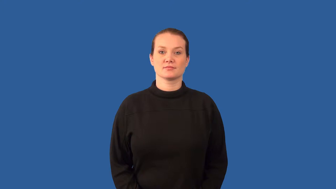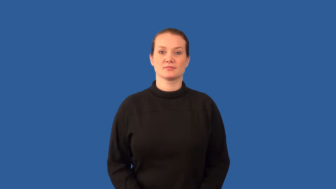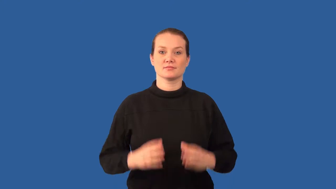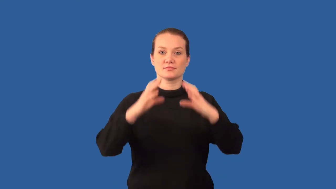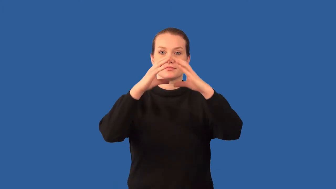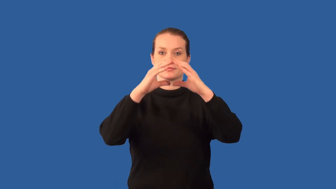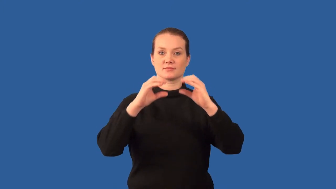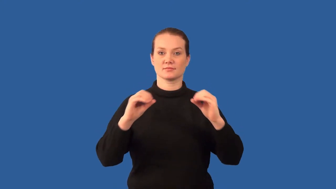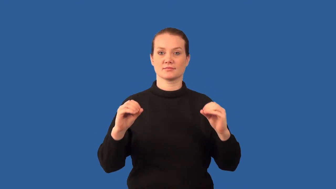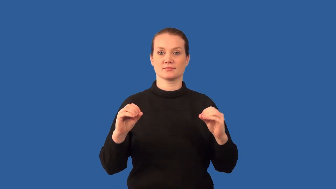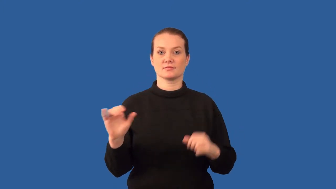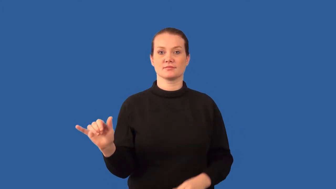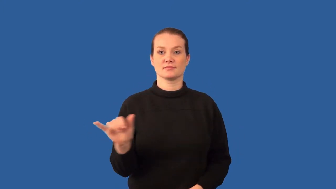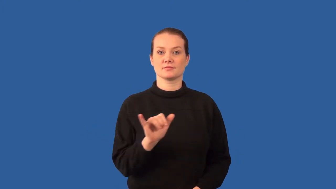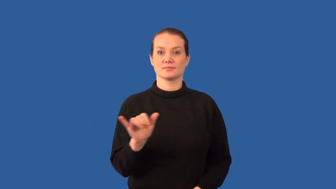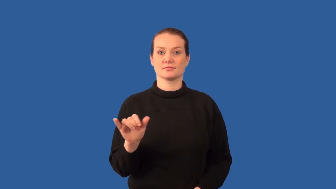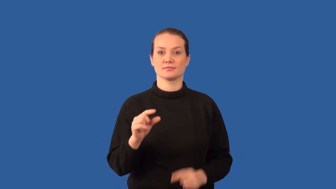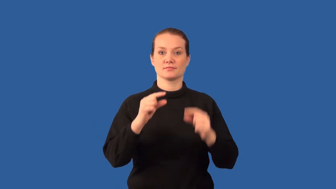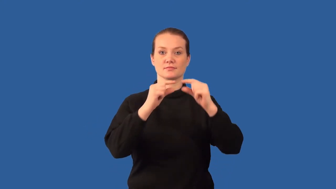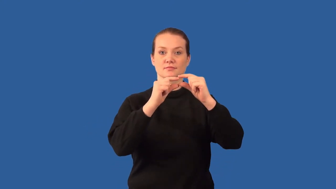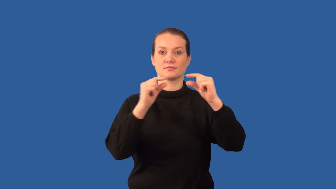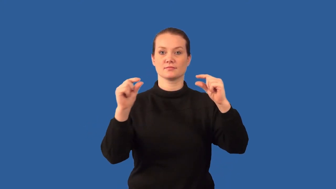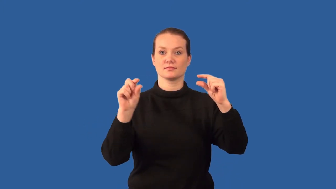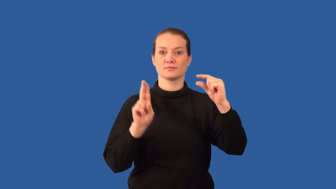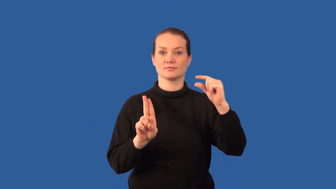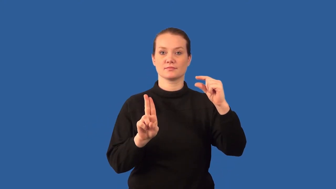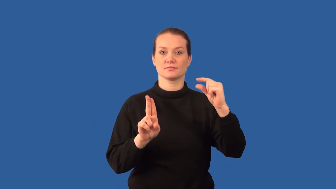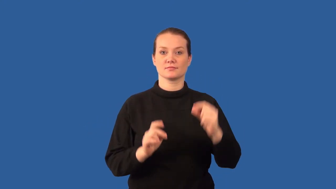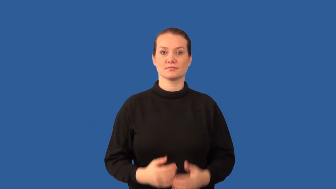fission